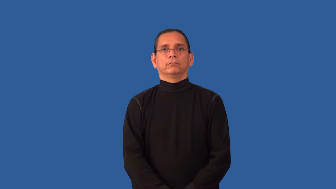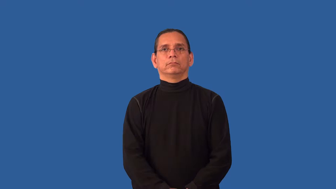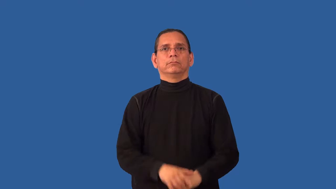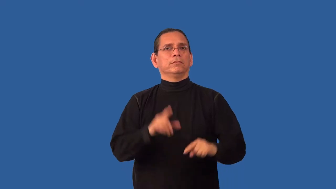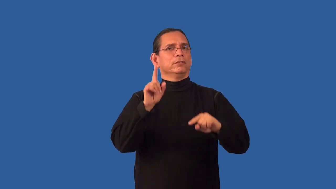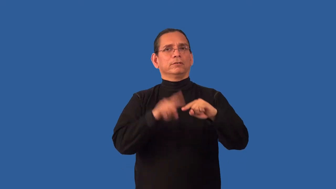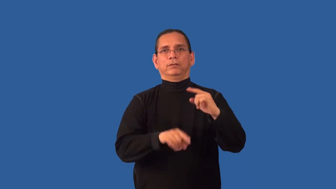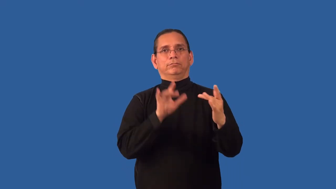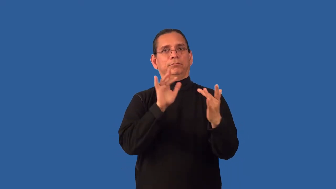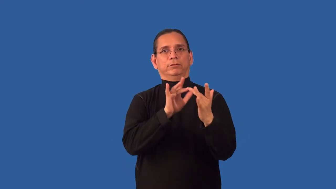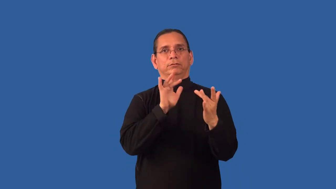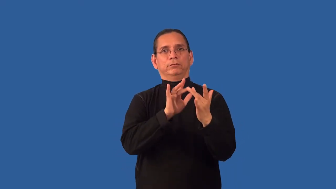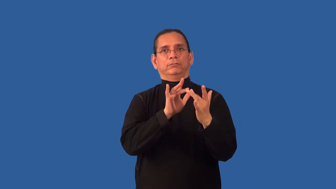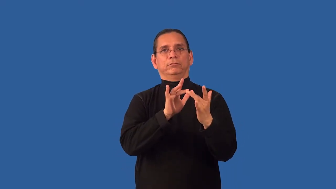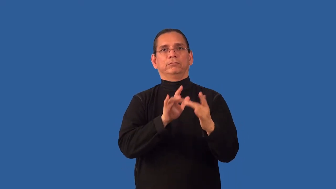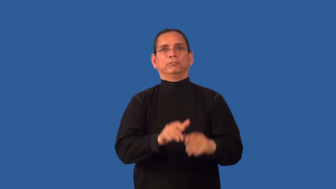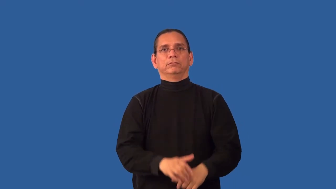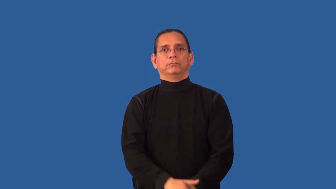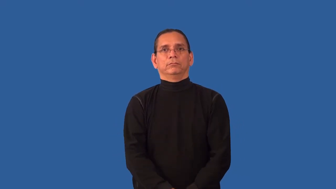unreachable-contact